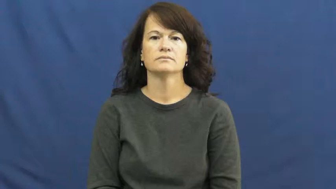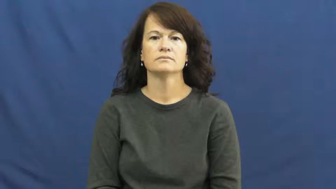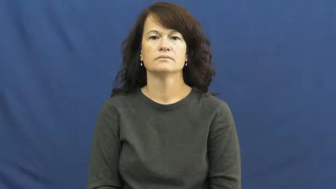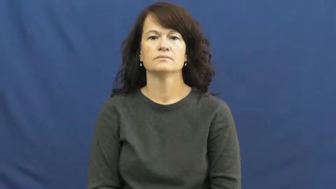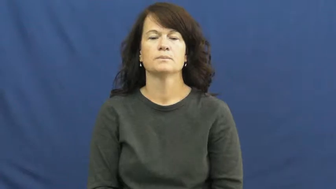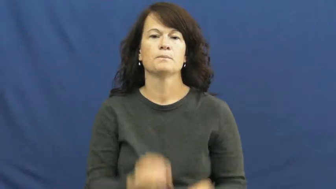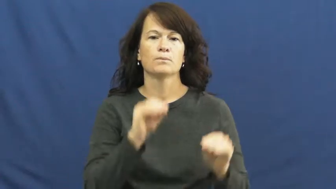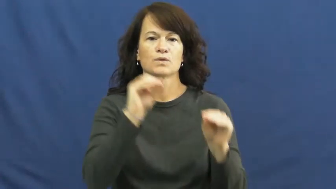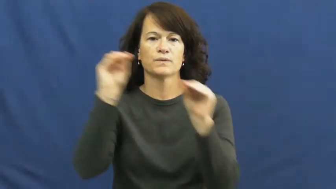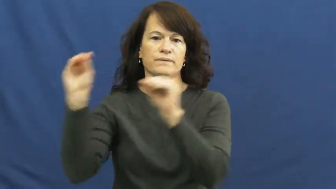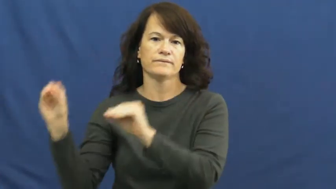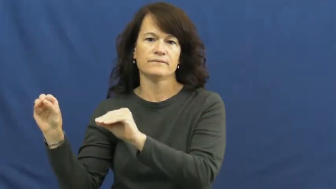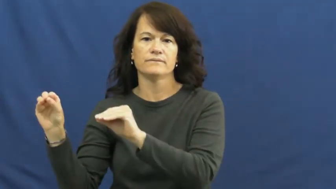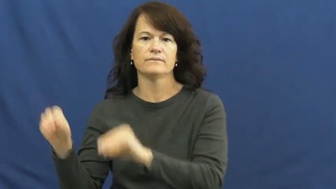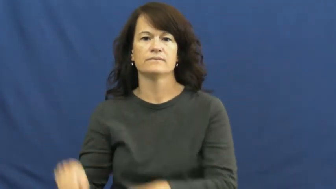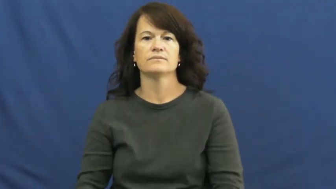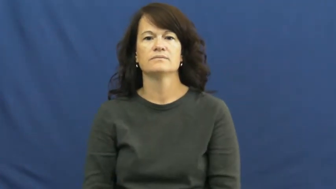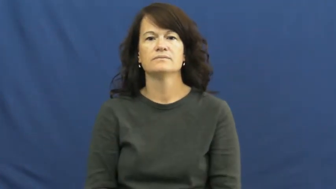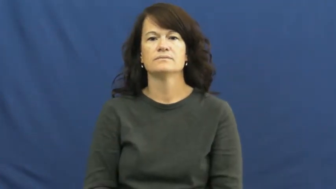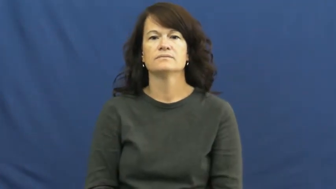move,winkle-put